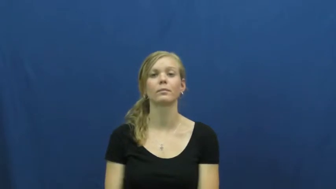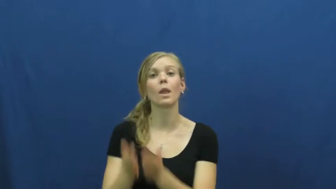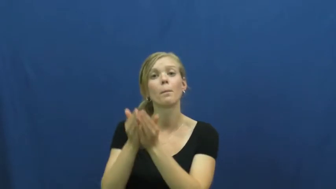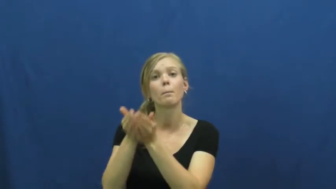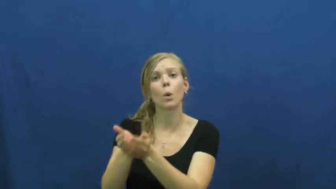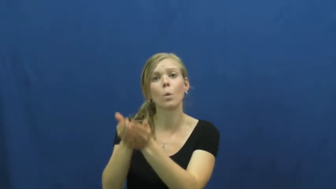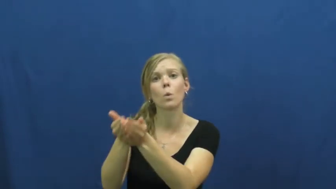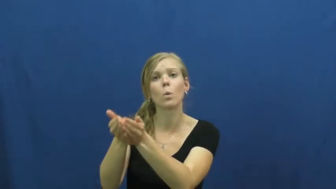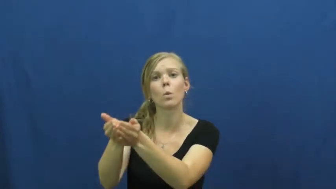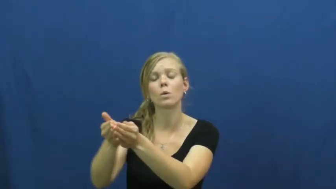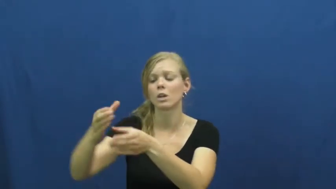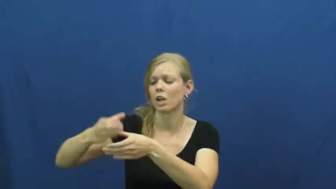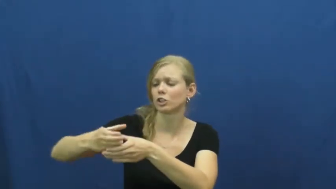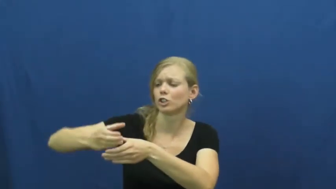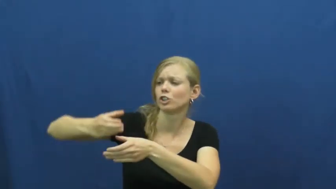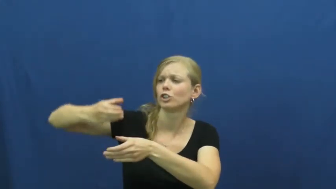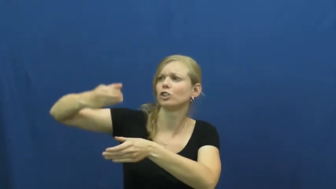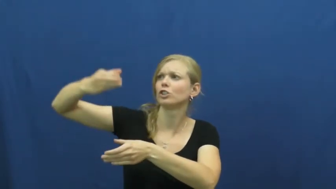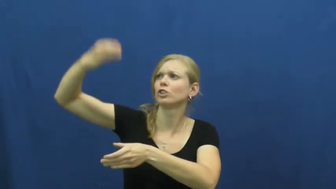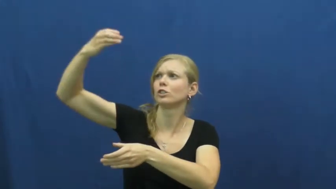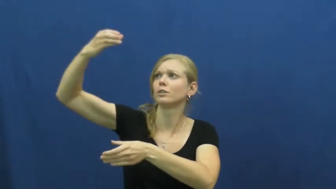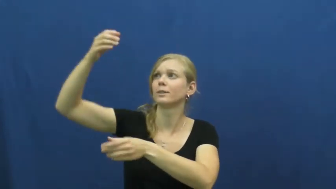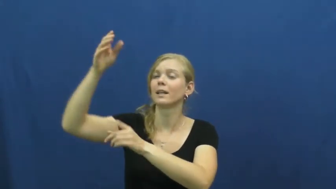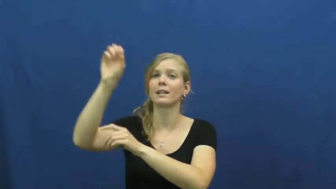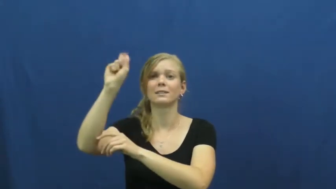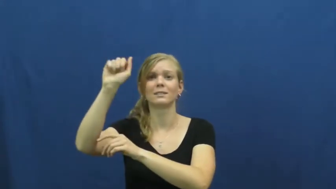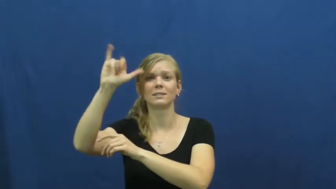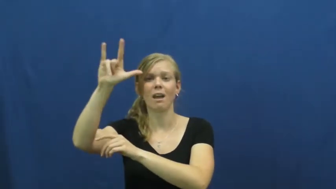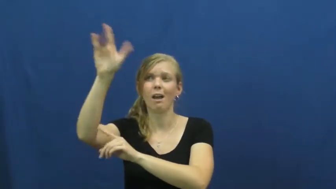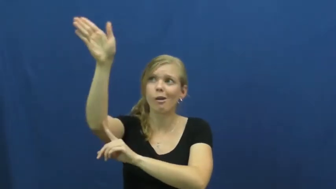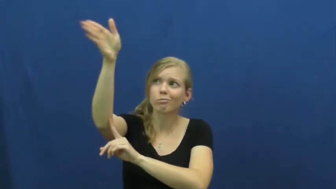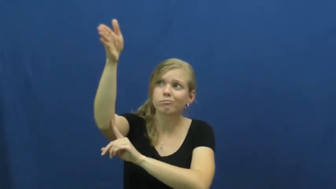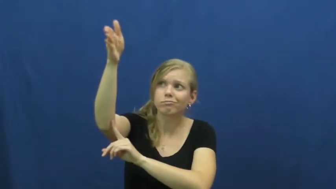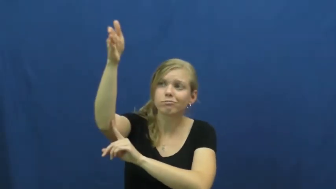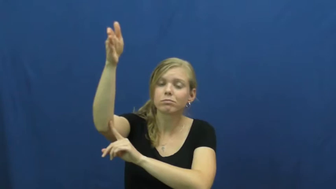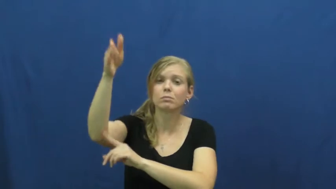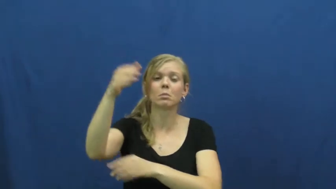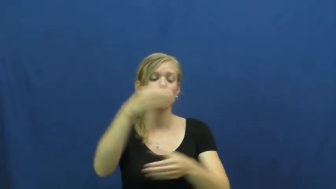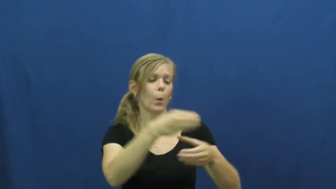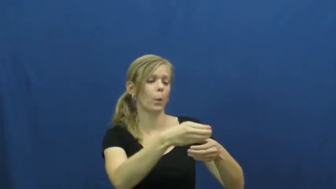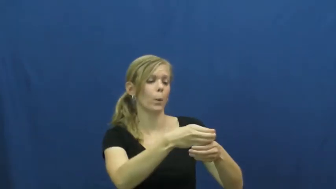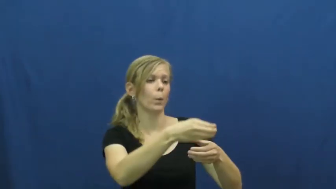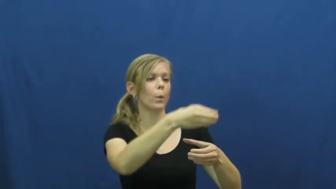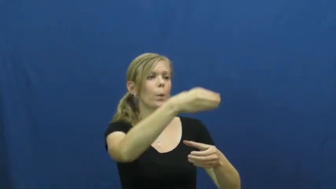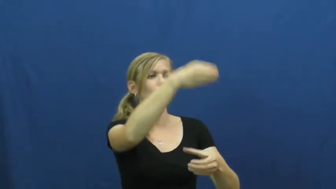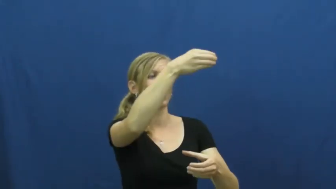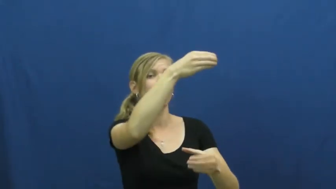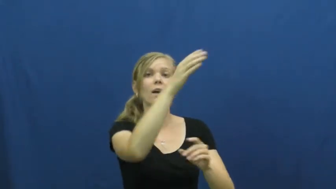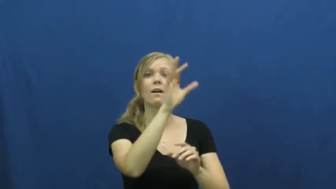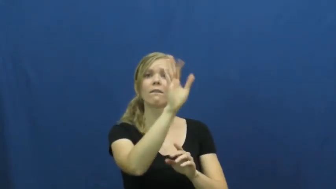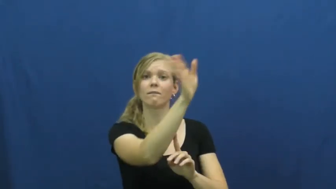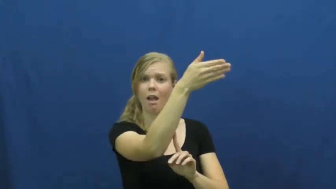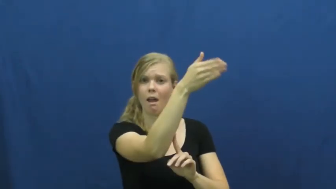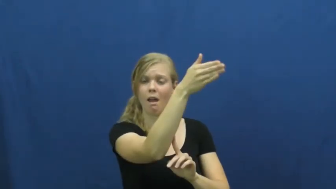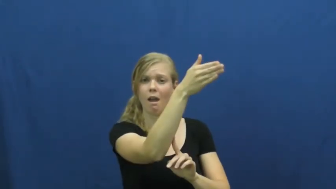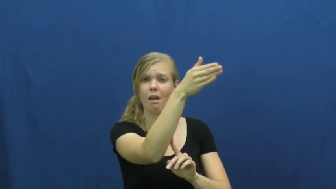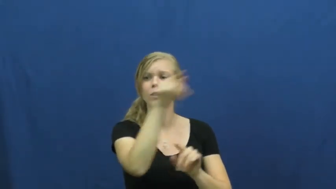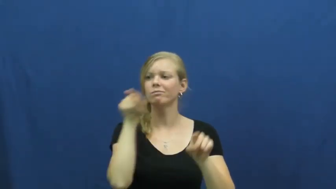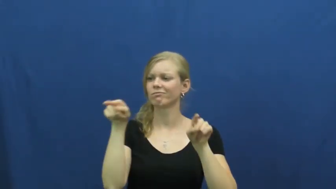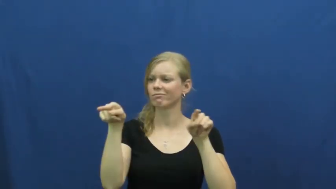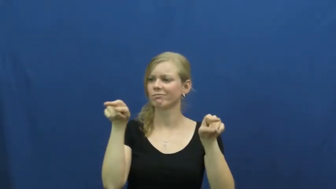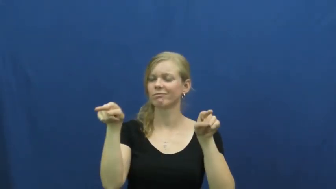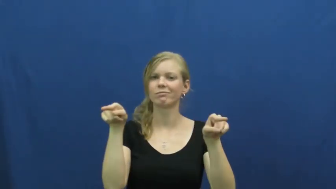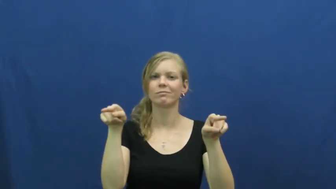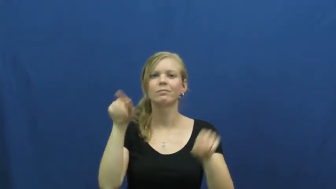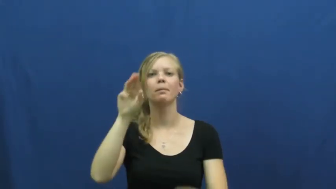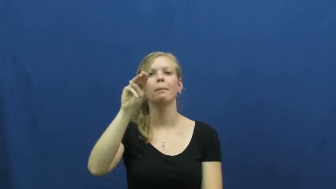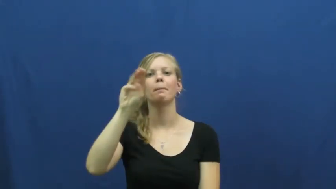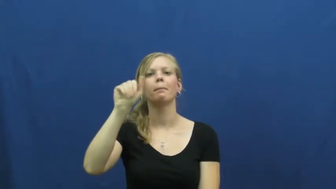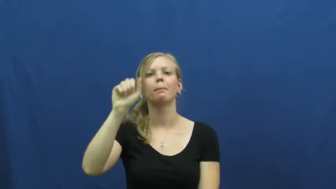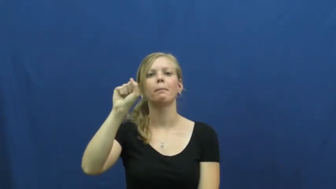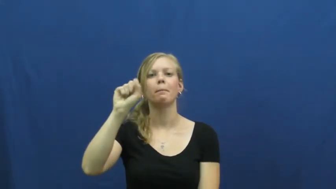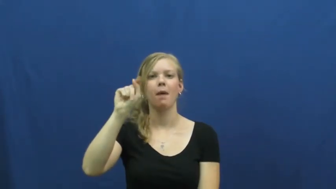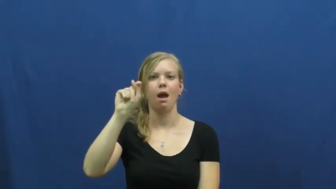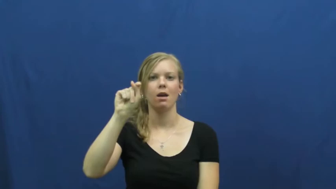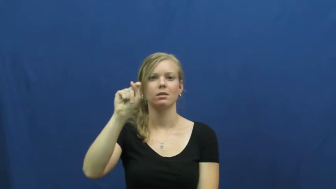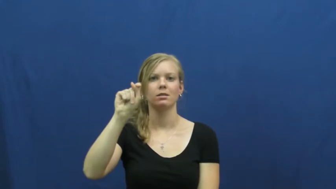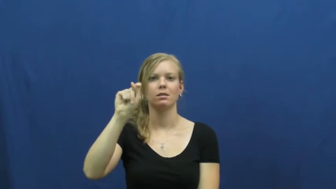mast